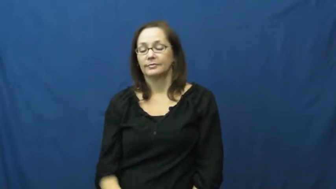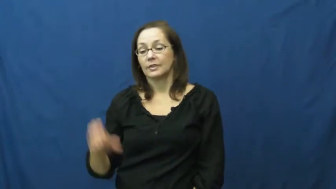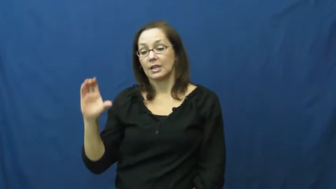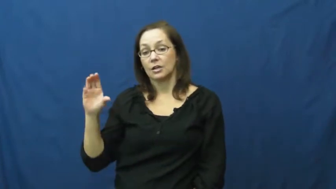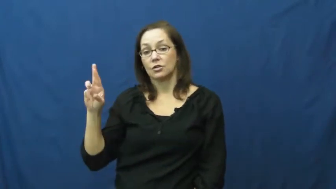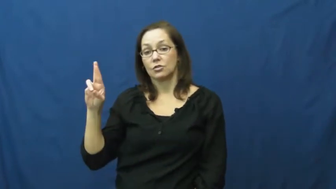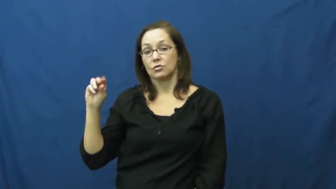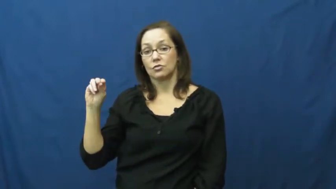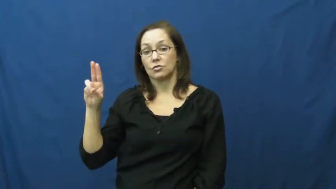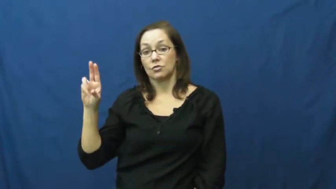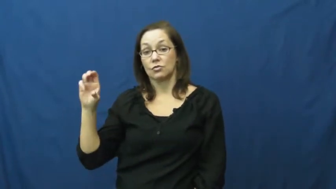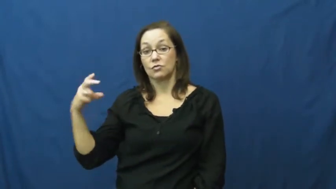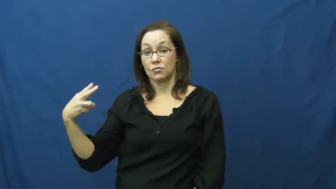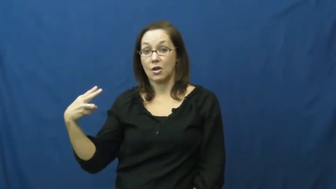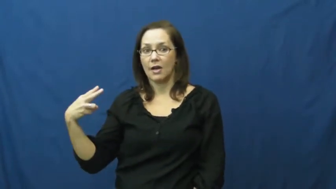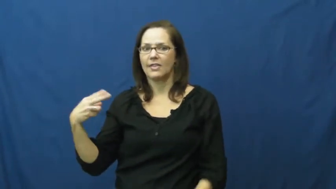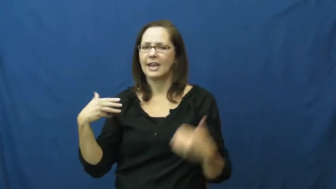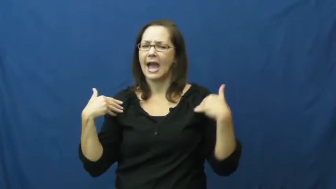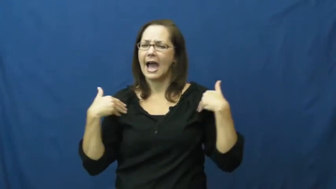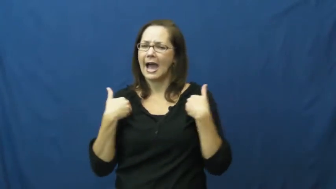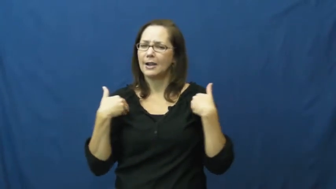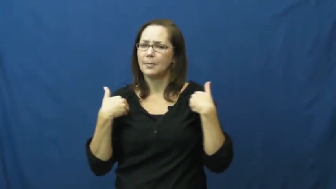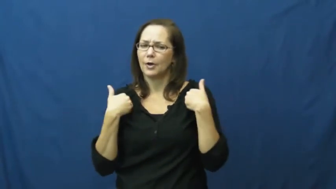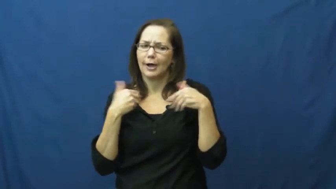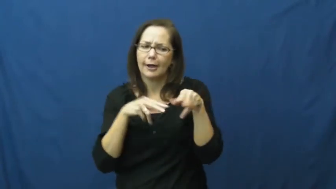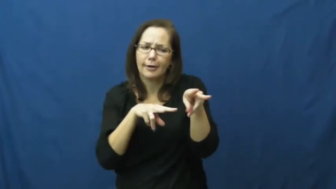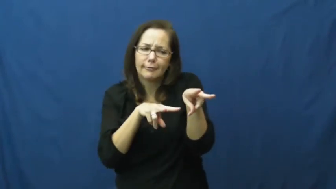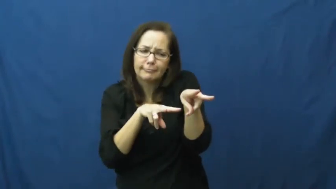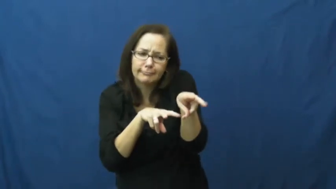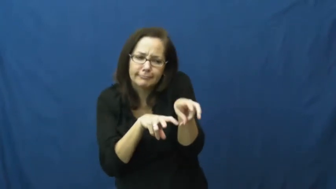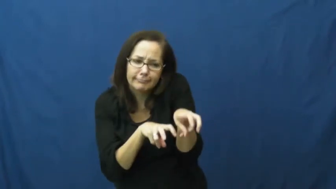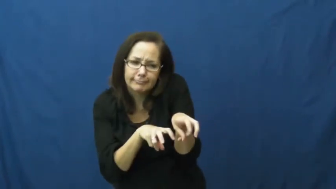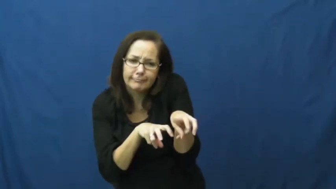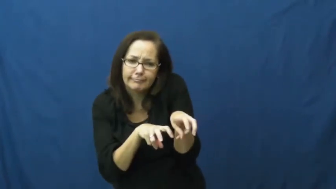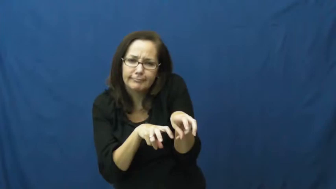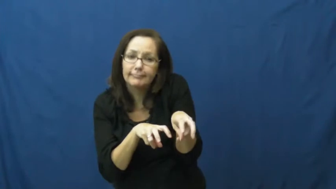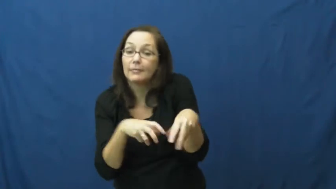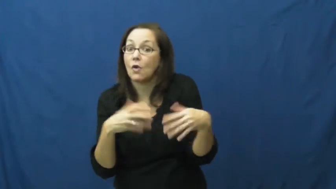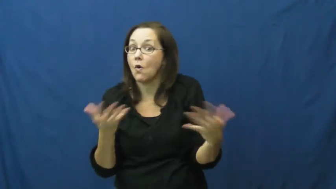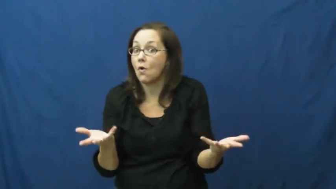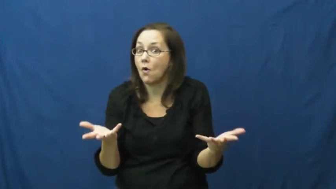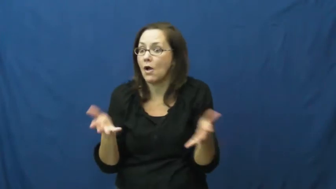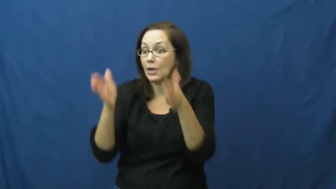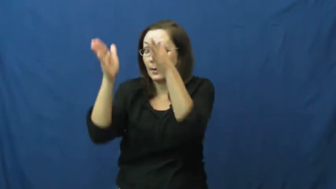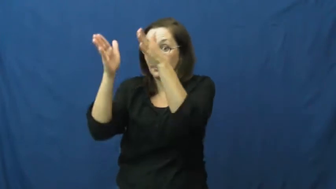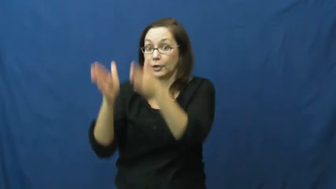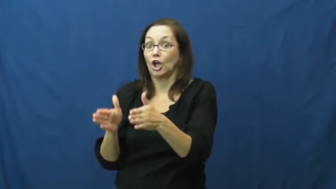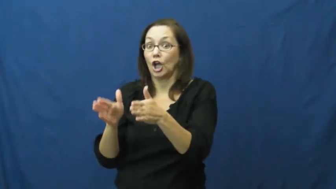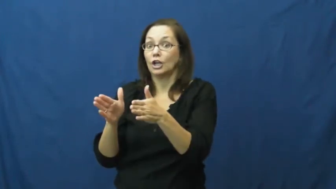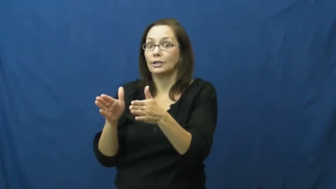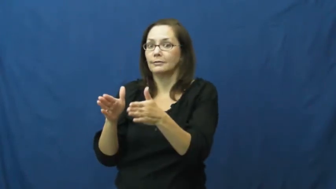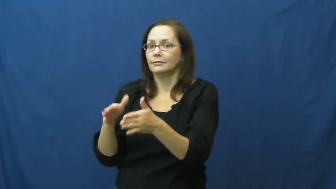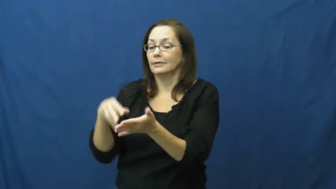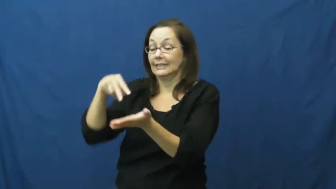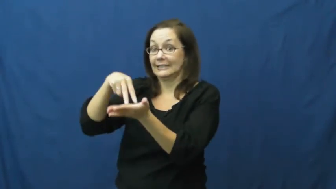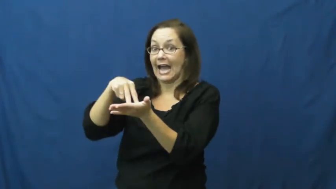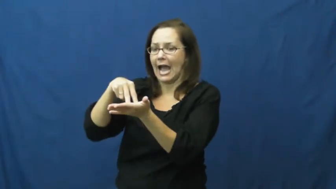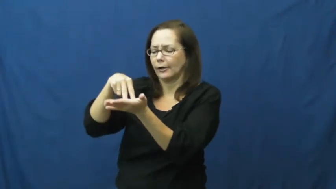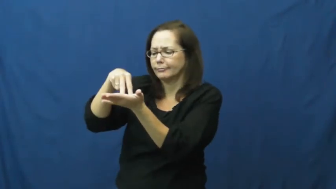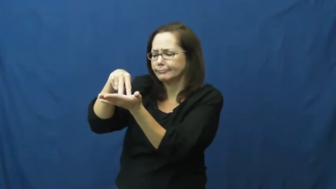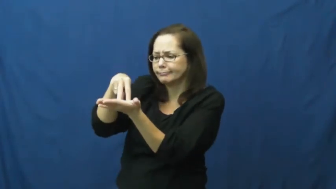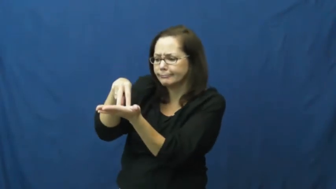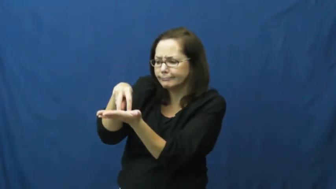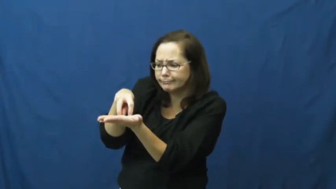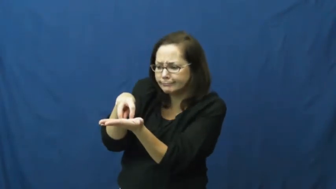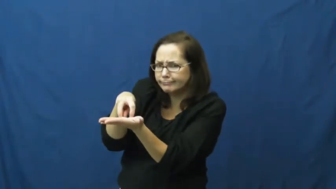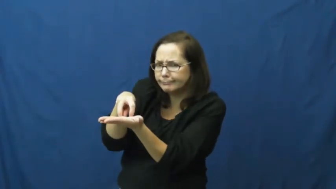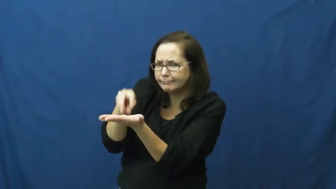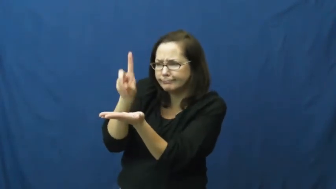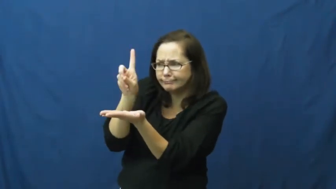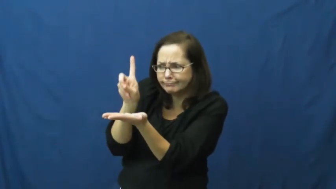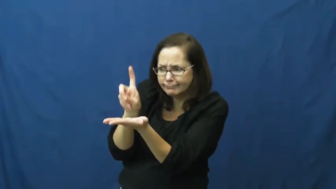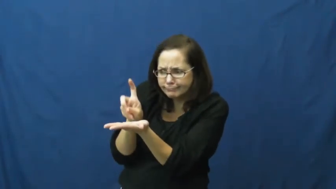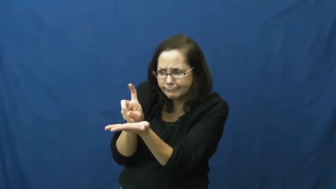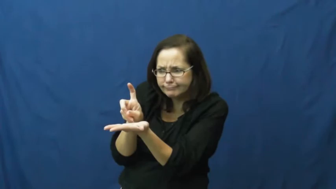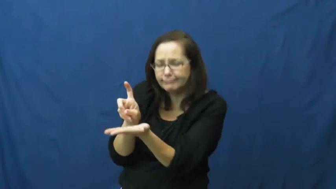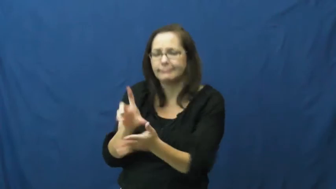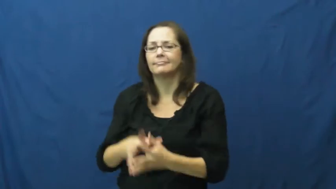crouch,crouch down